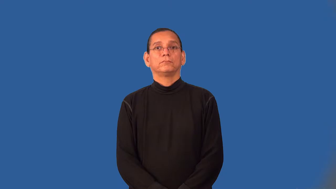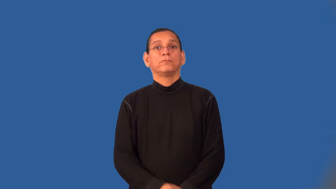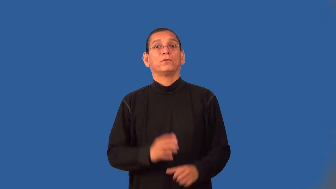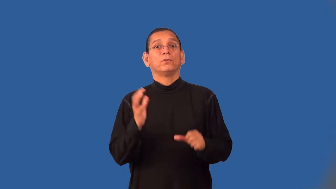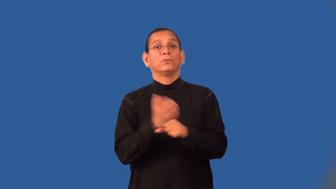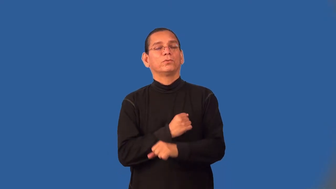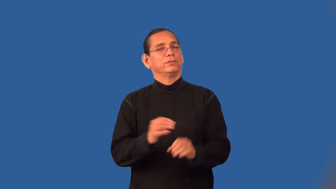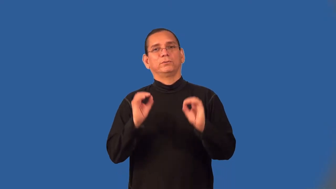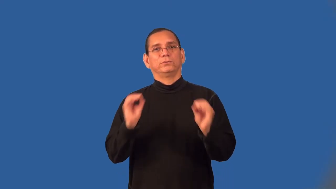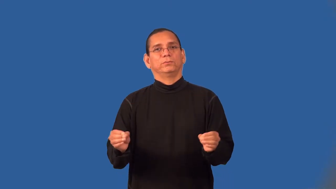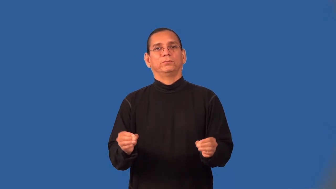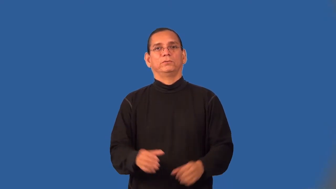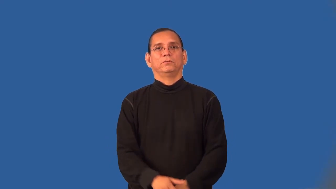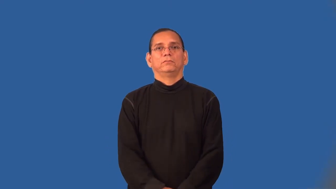winless